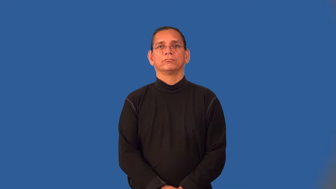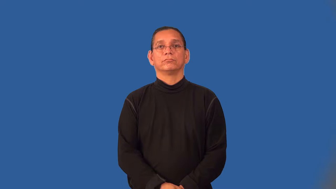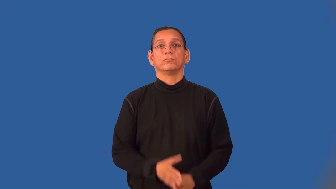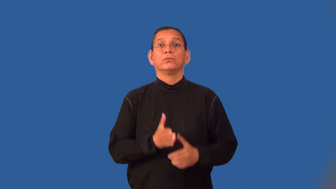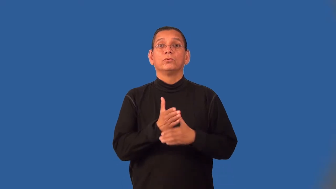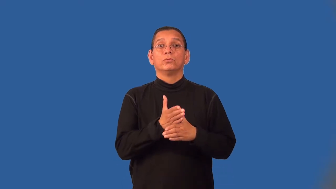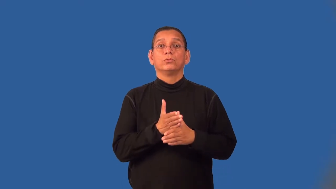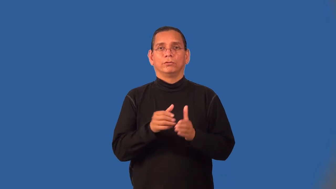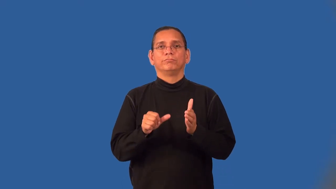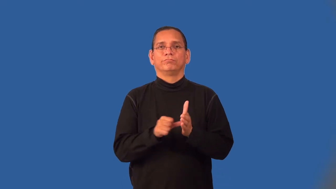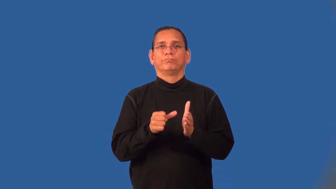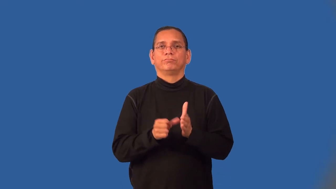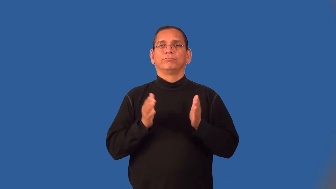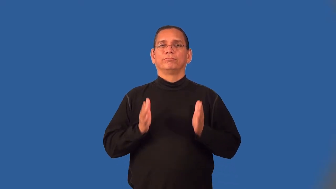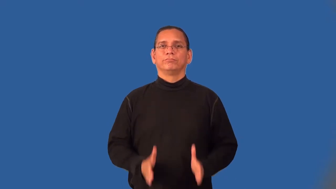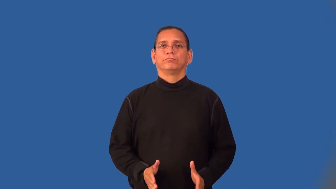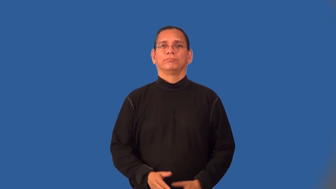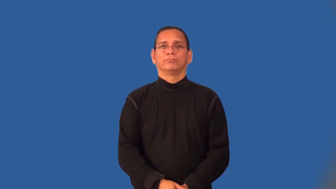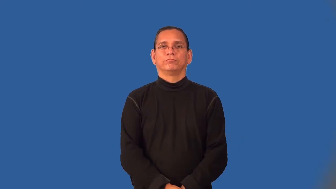woodcarver